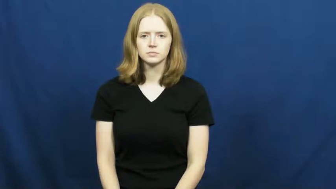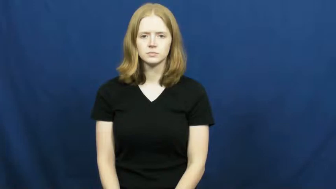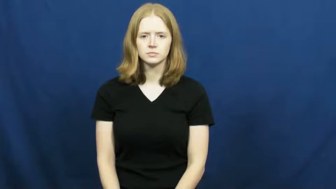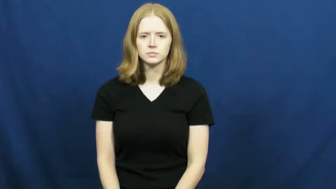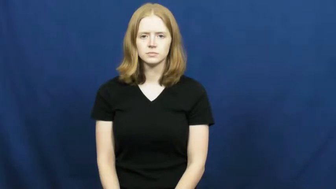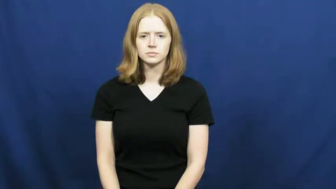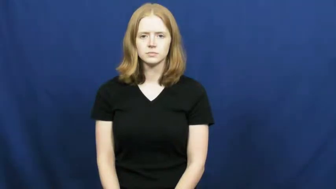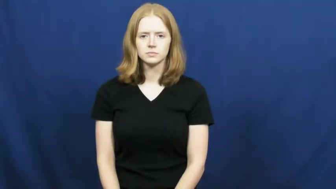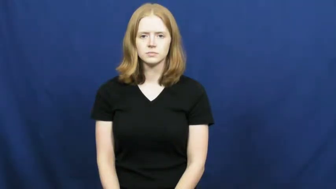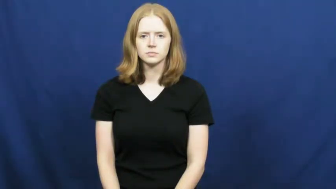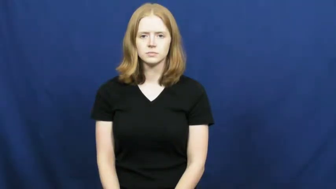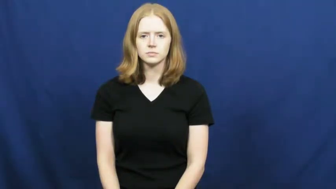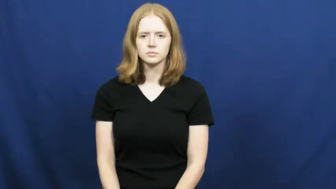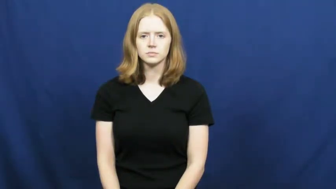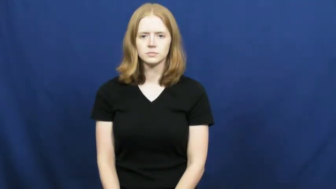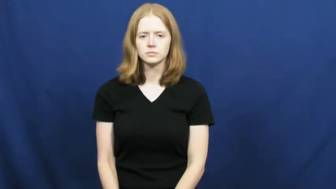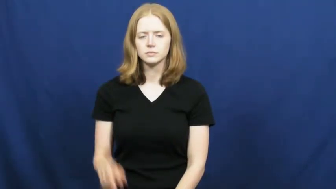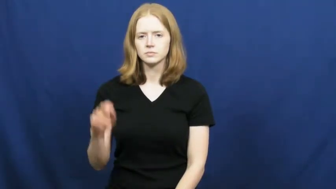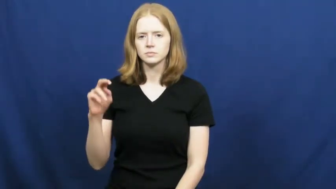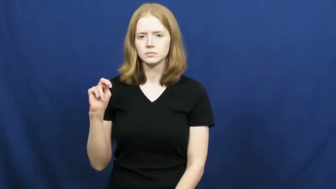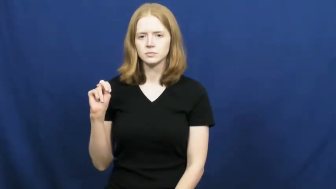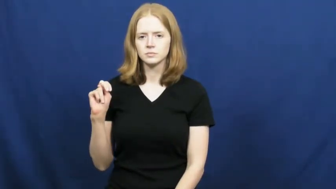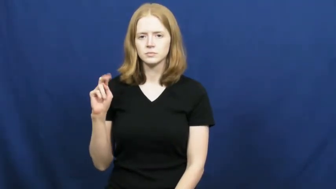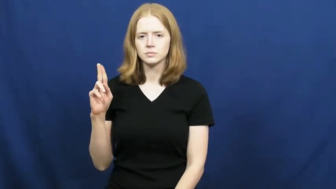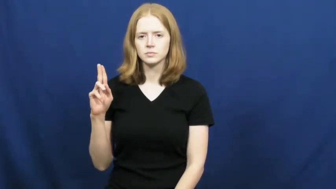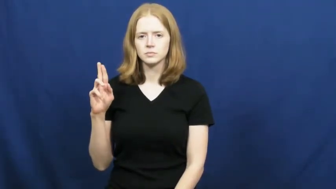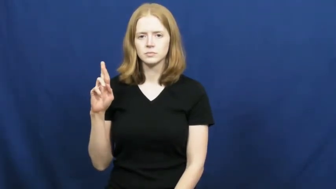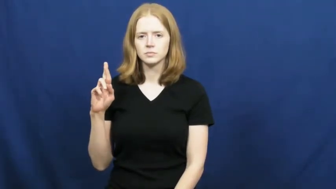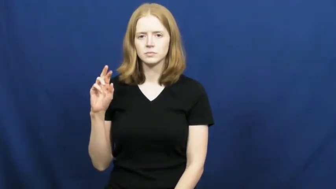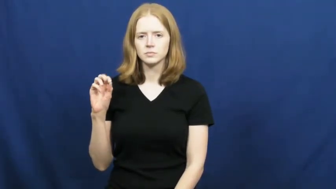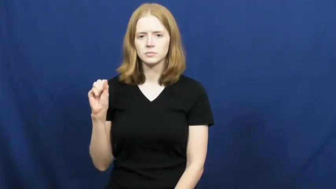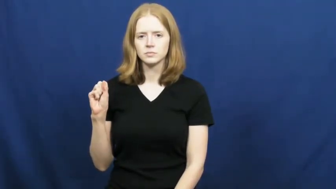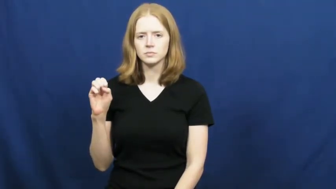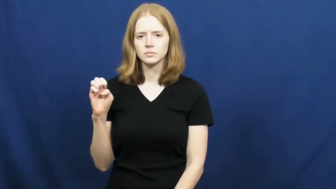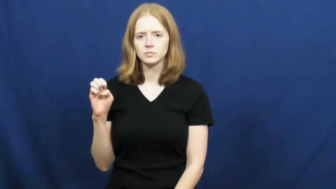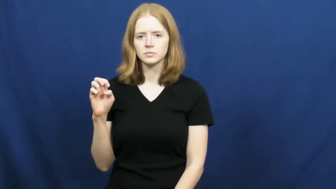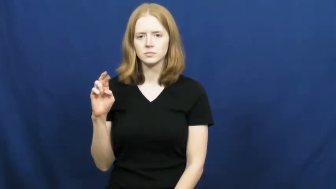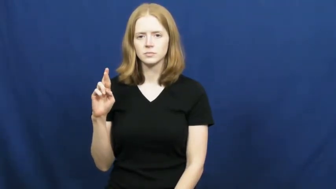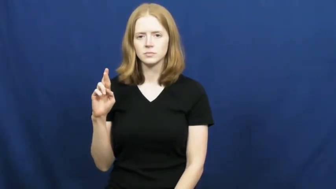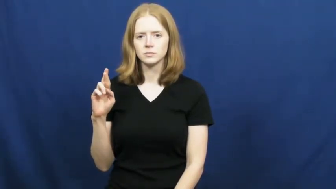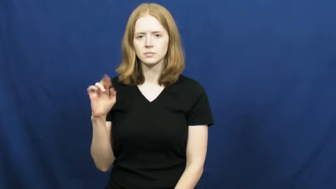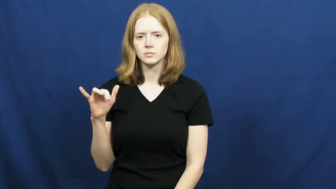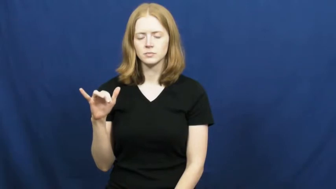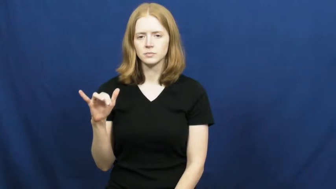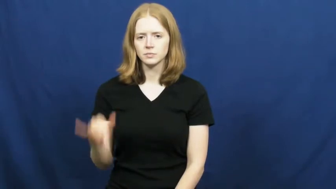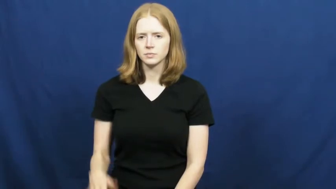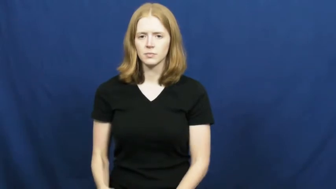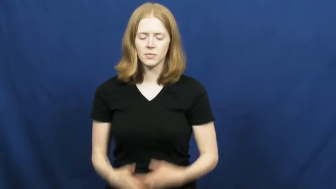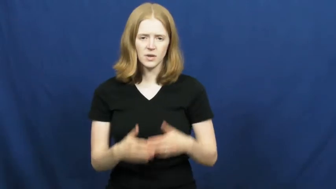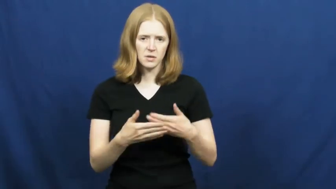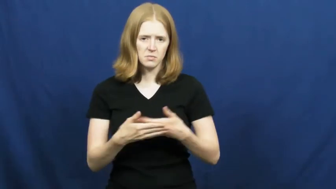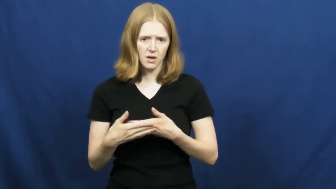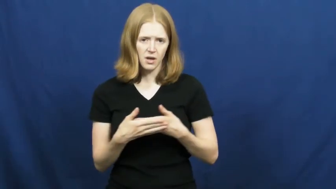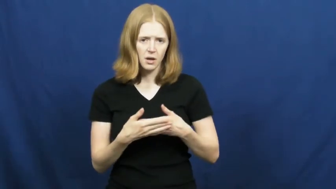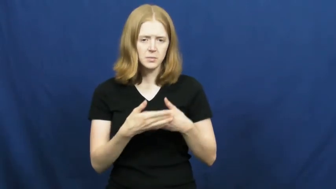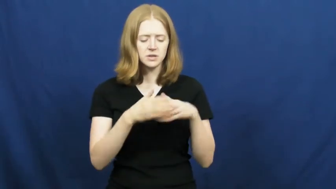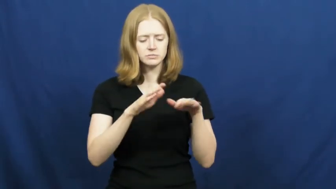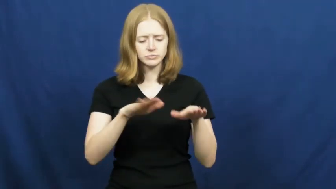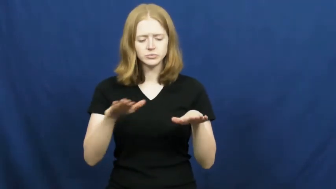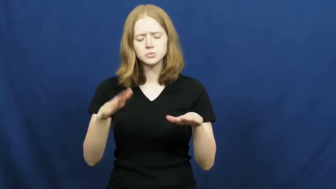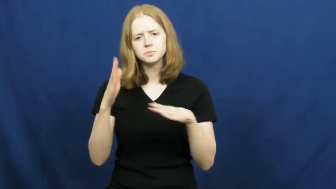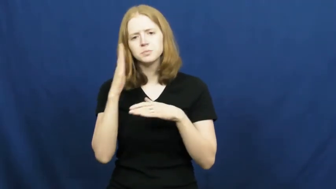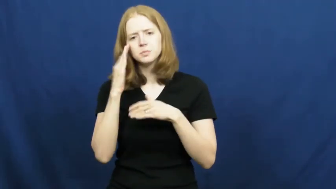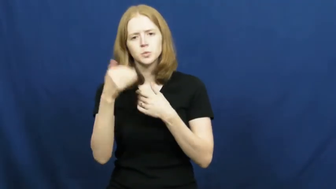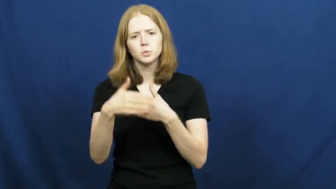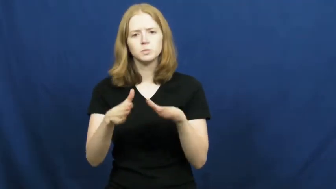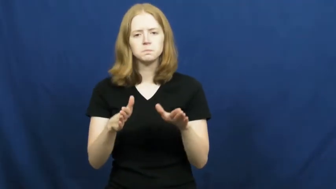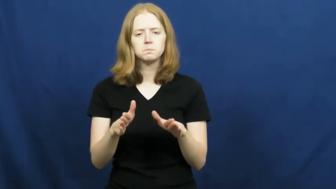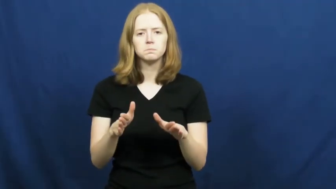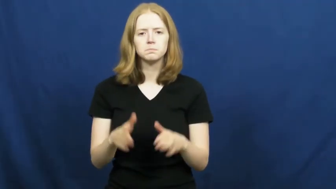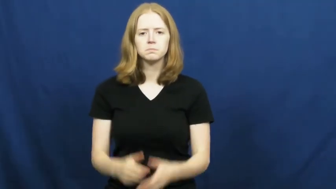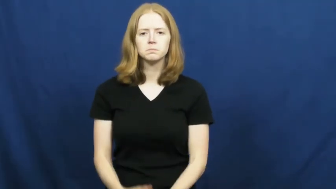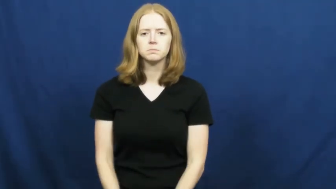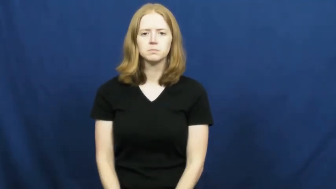nursery-baby